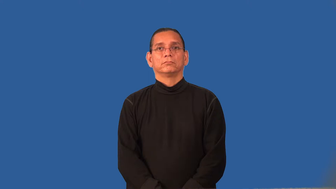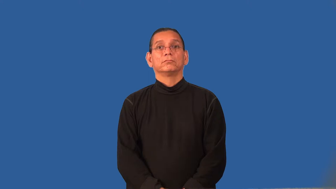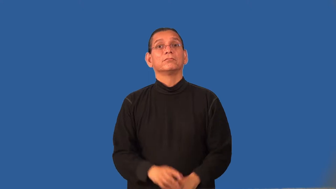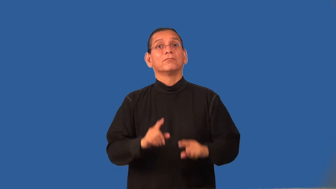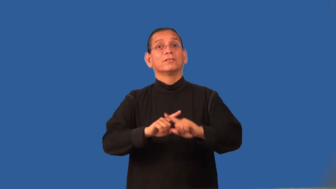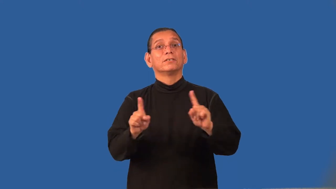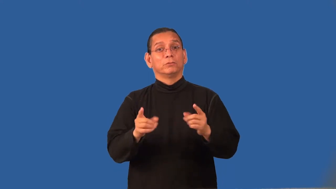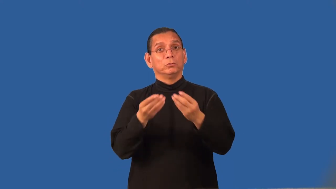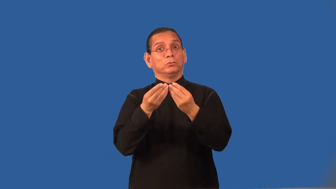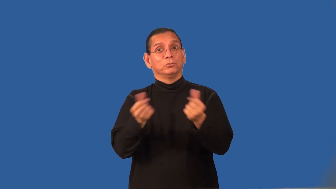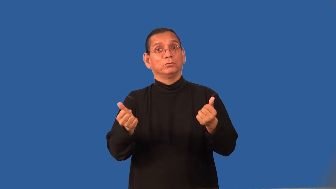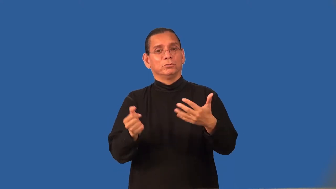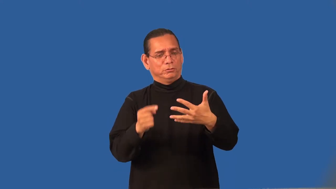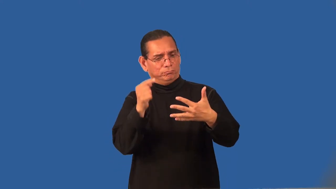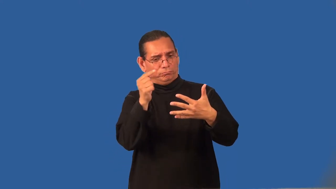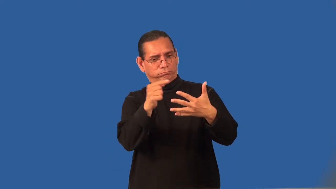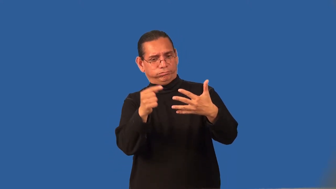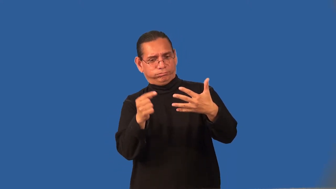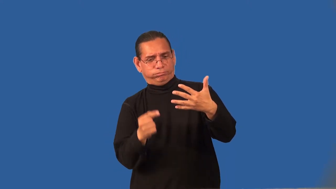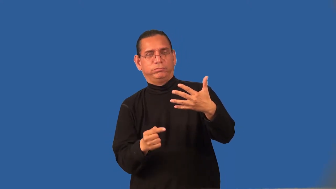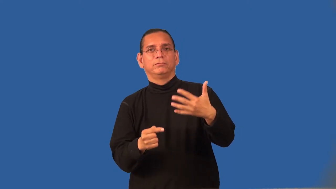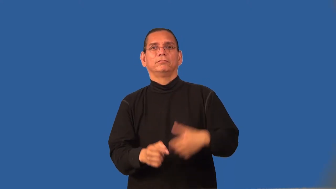recourse,backup